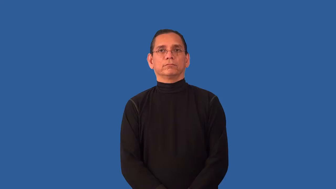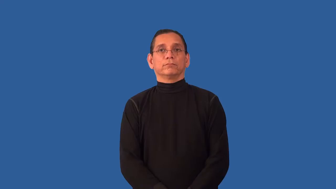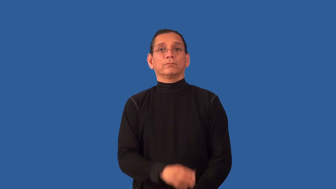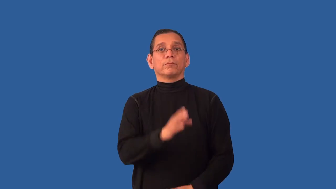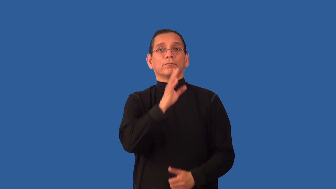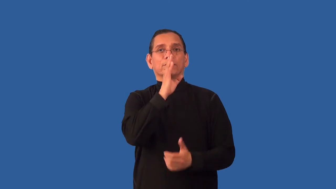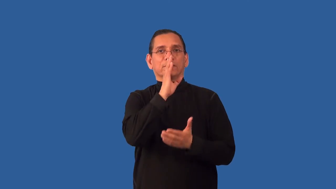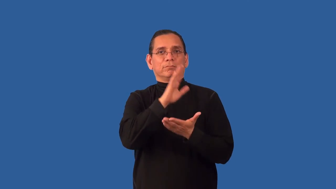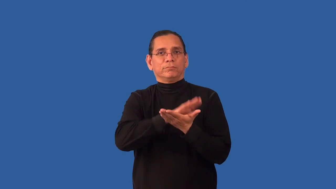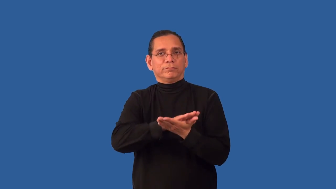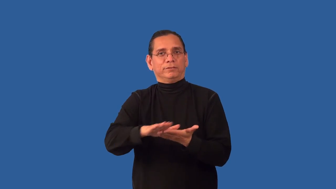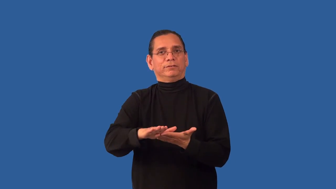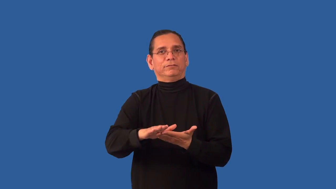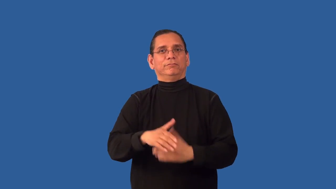unglamorous,unmarked